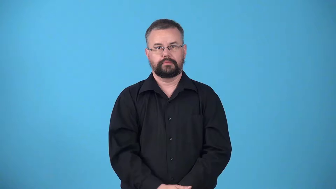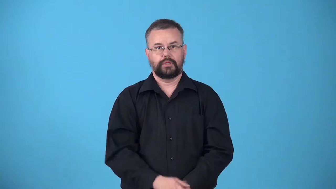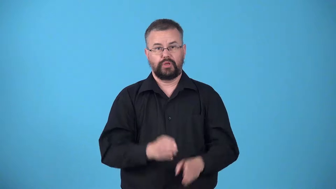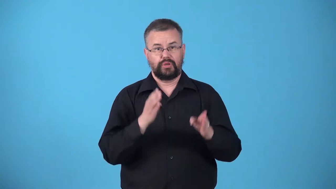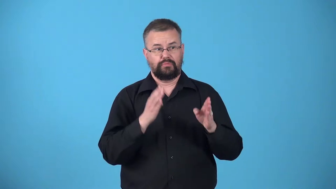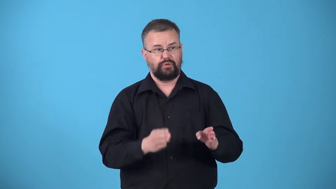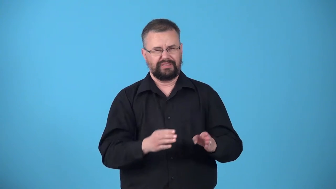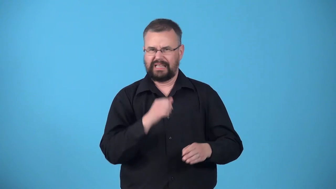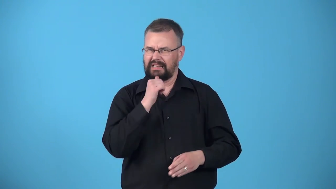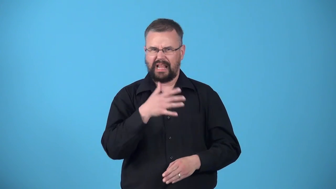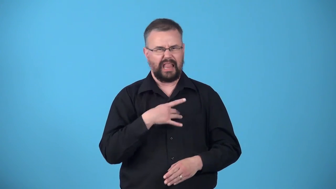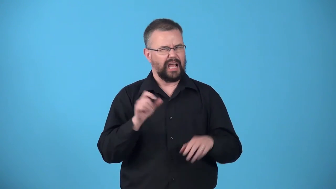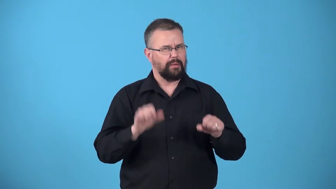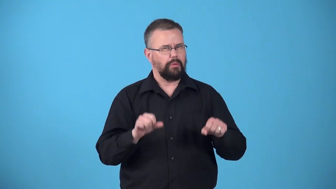unlikable